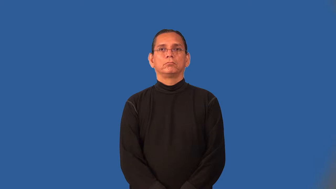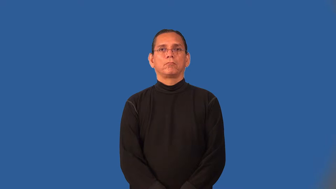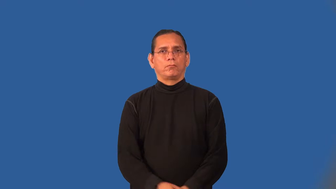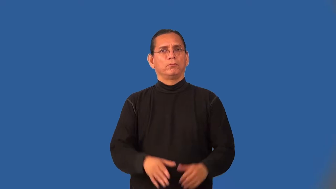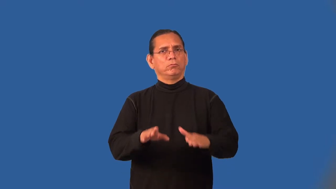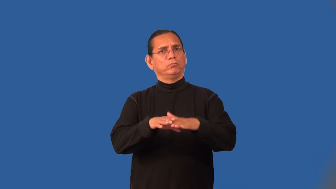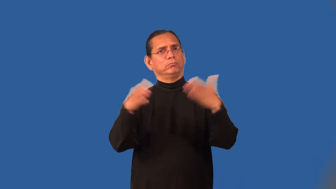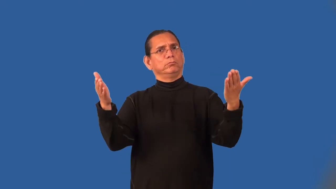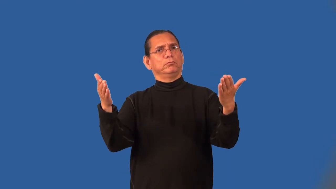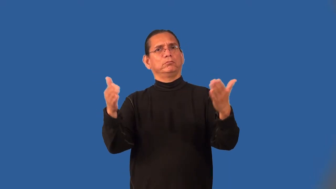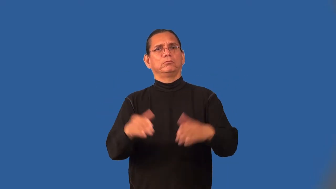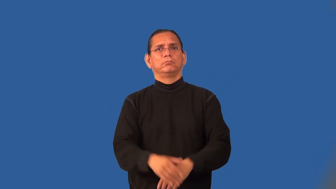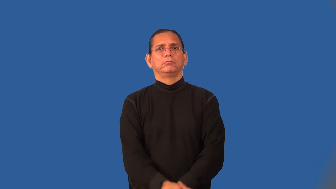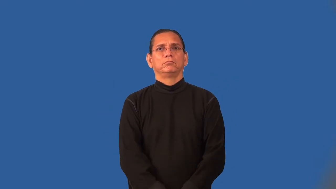open-anyone can enter